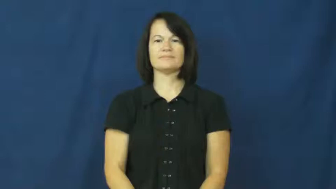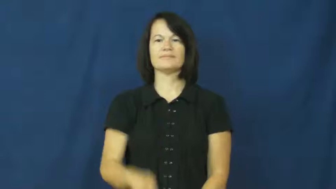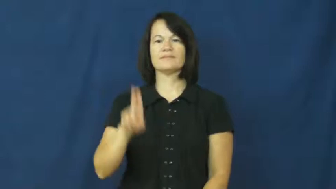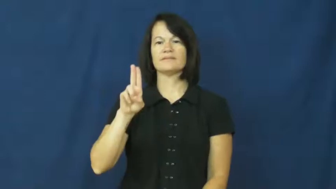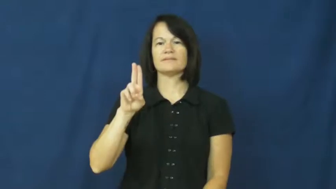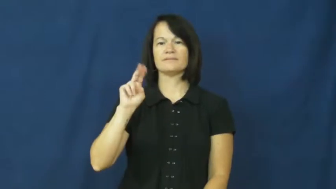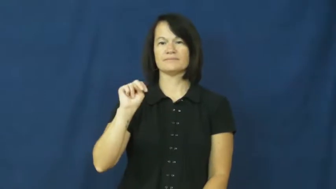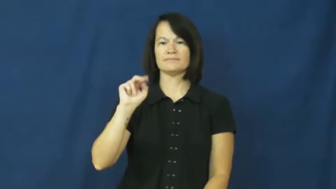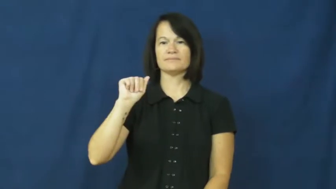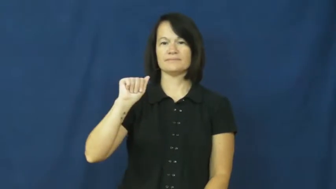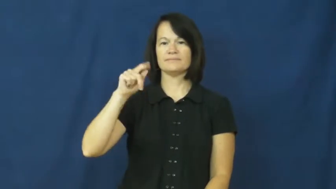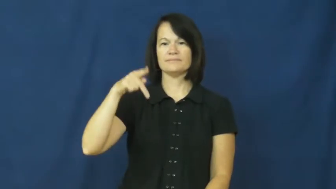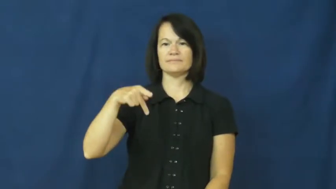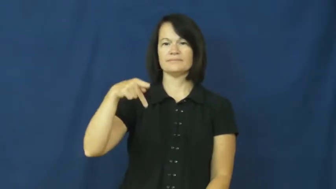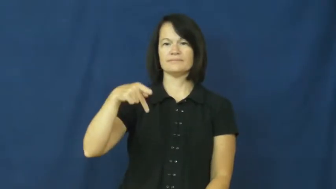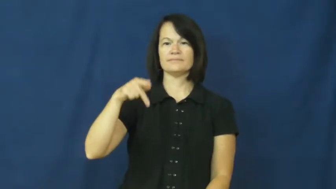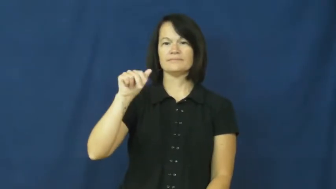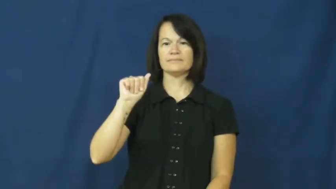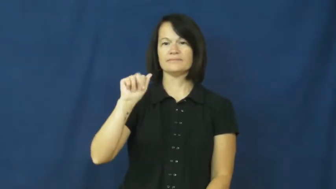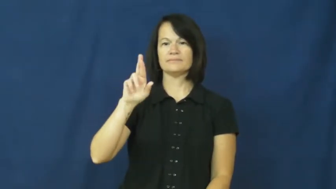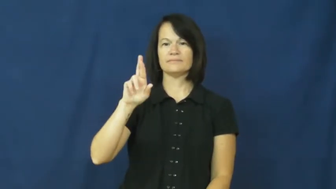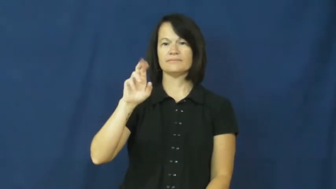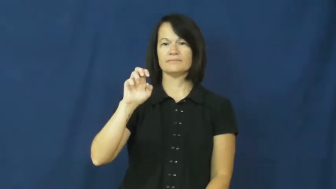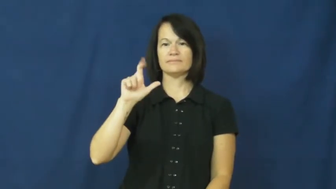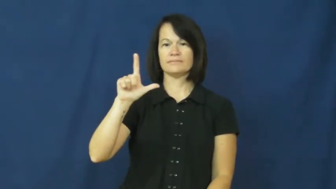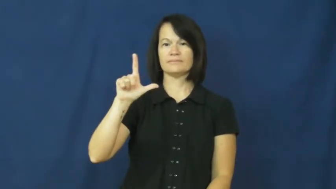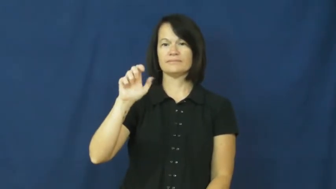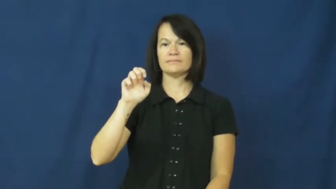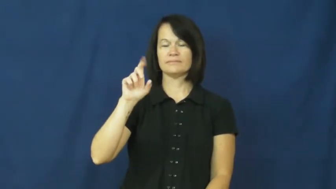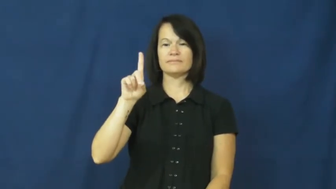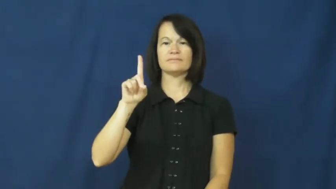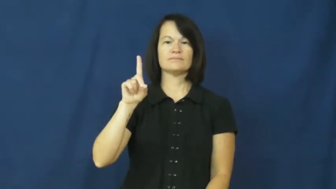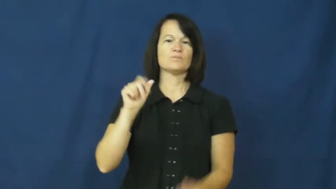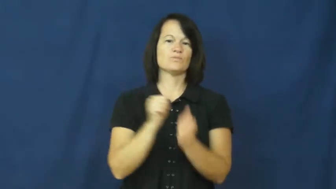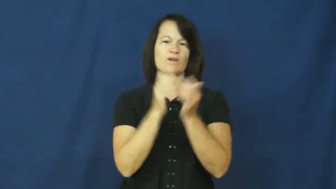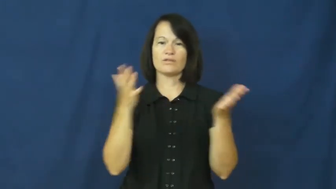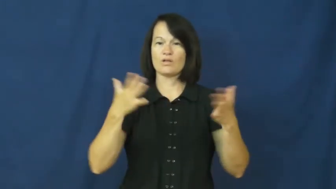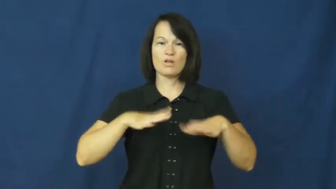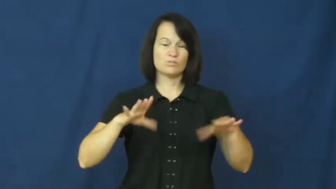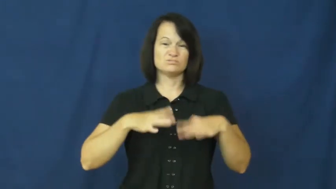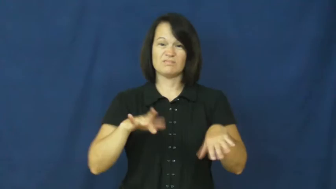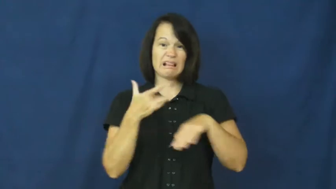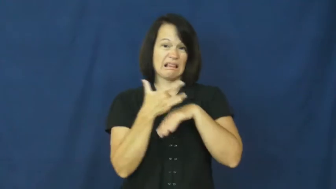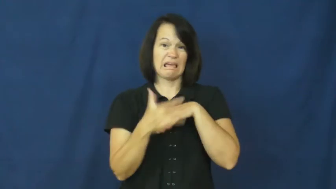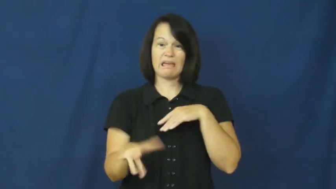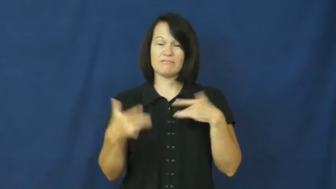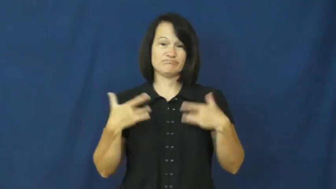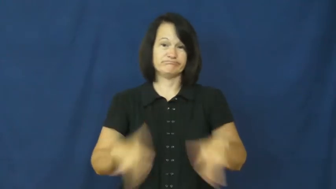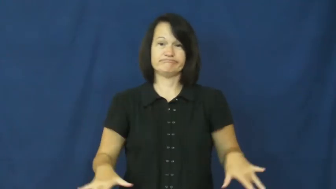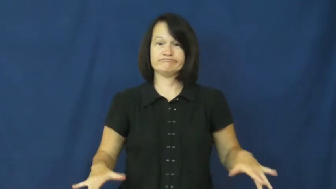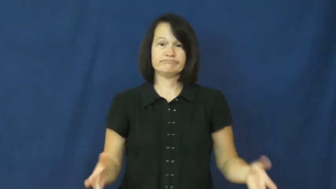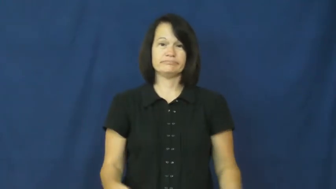unappareled